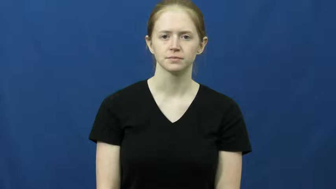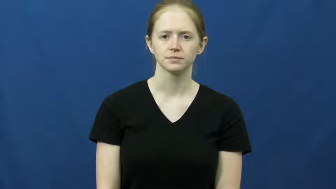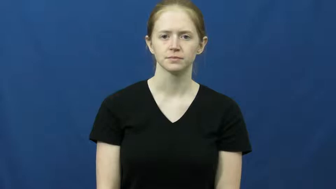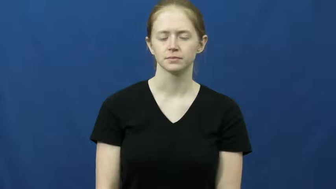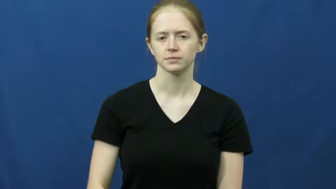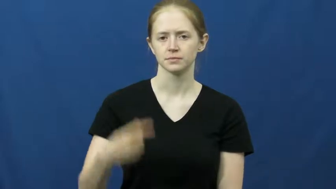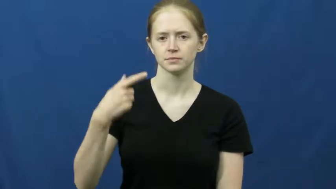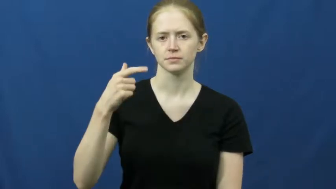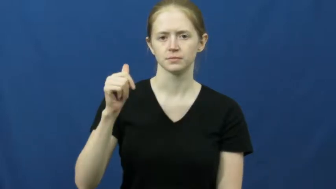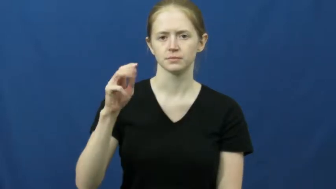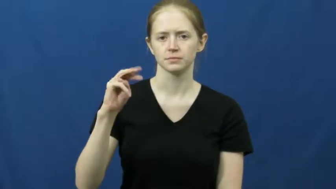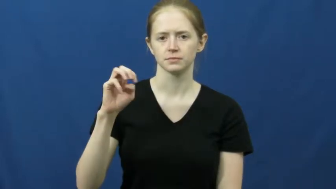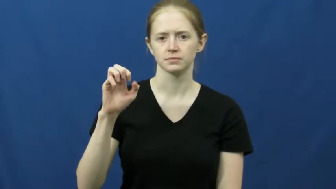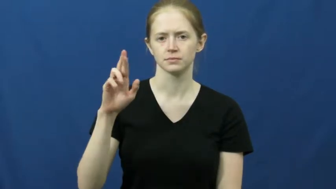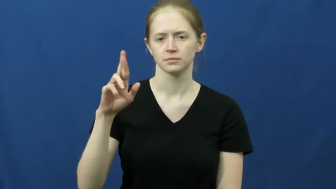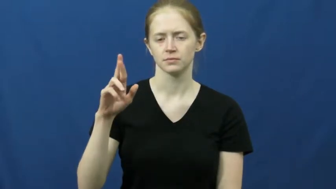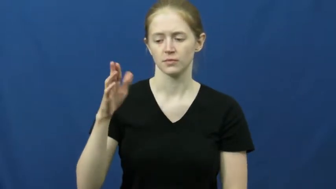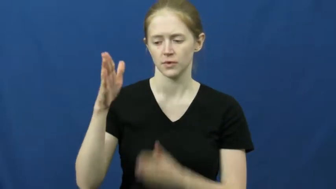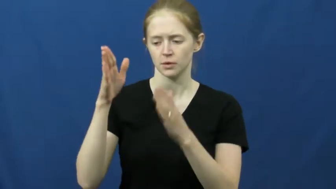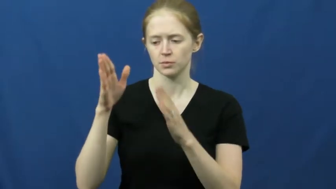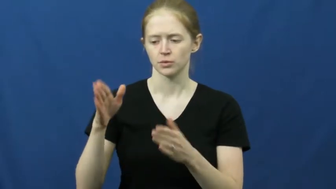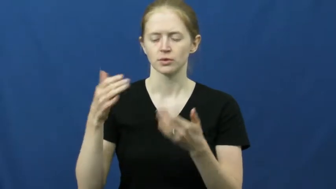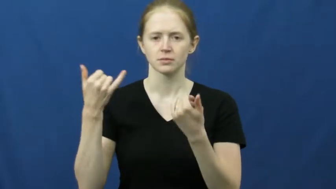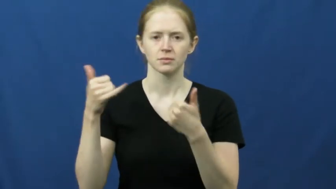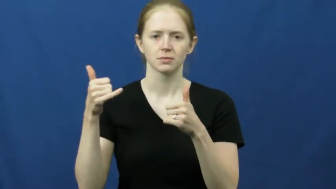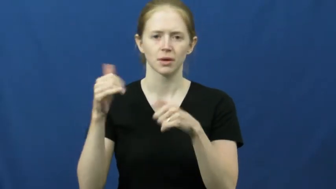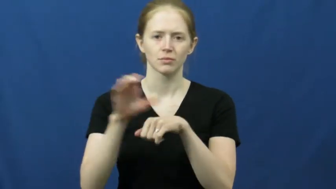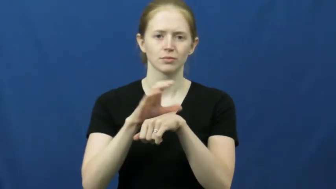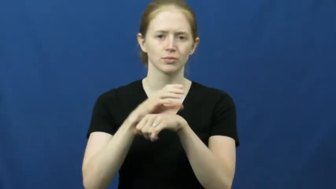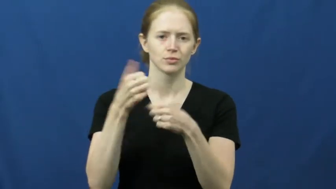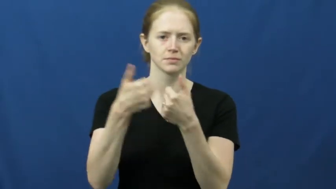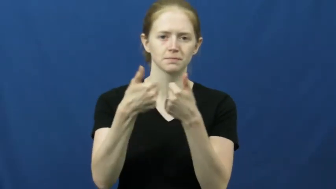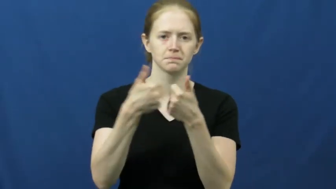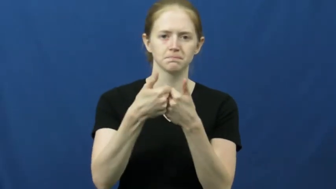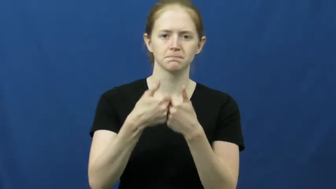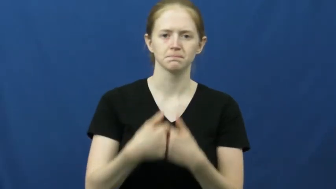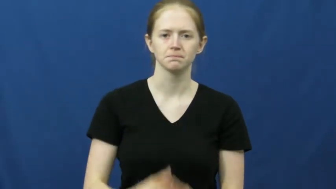gamer